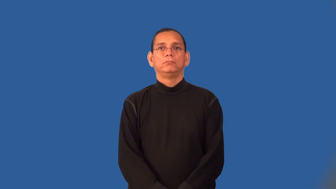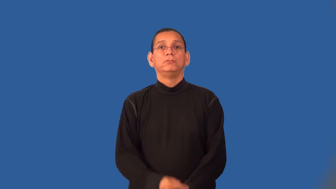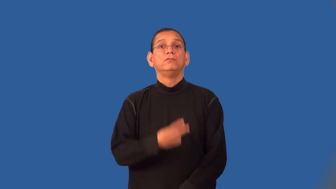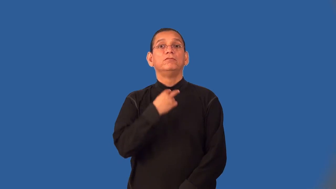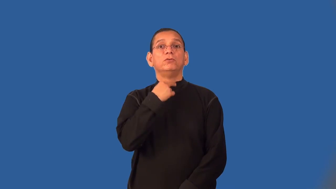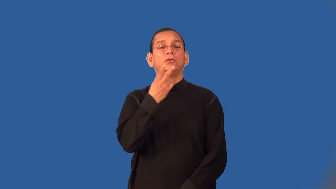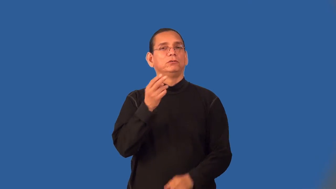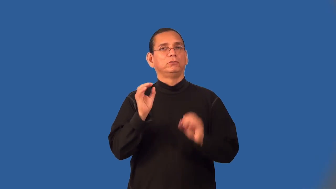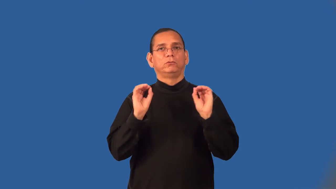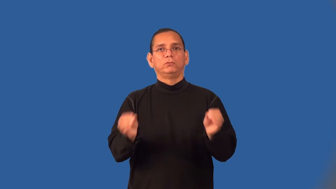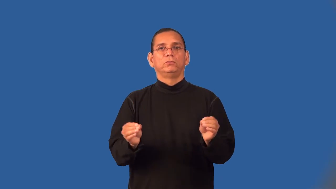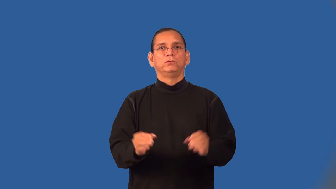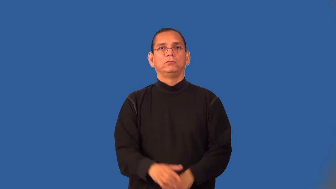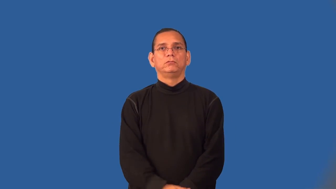voiceless